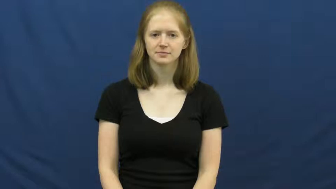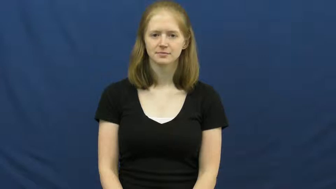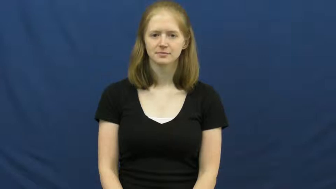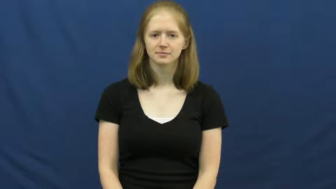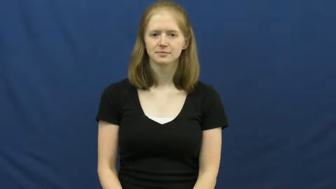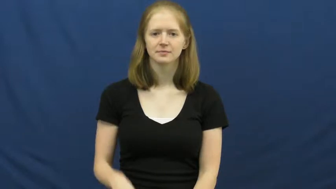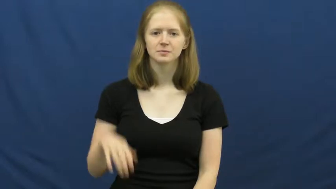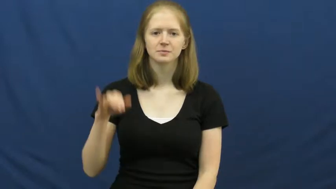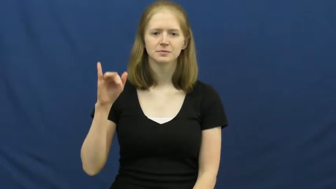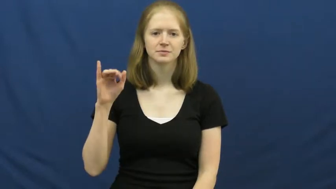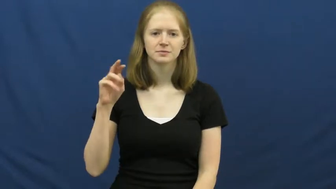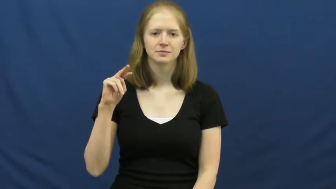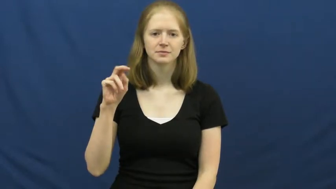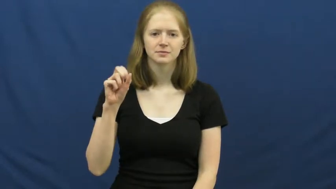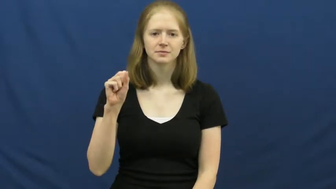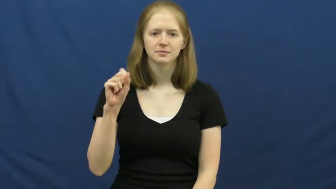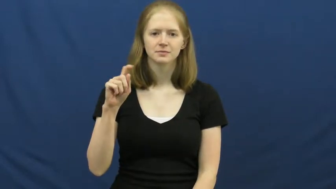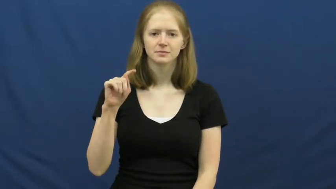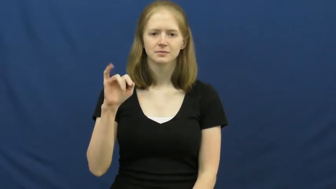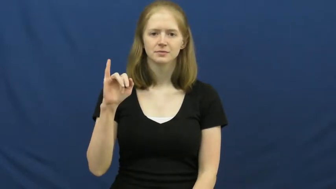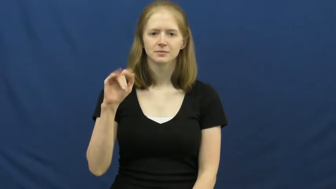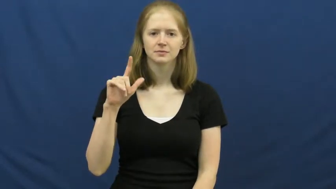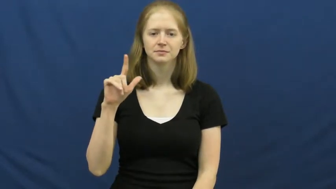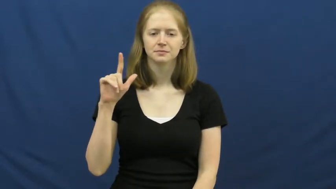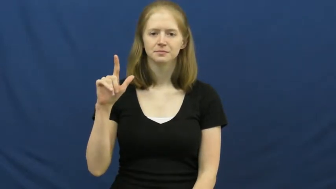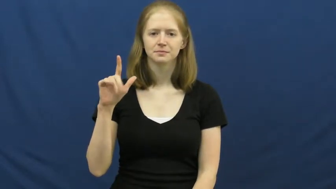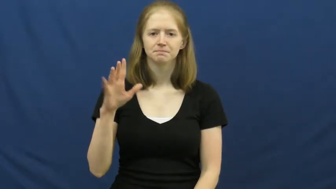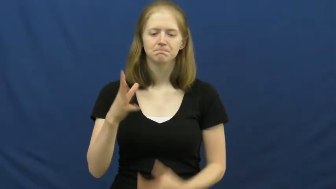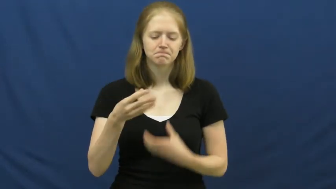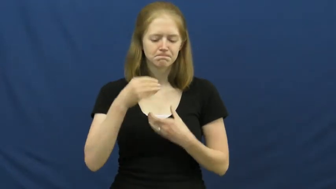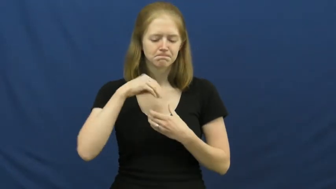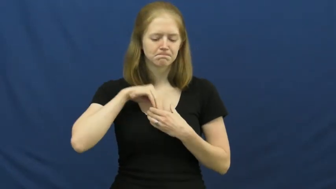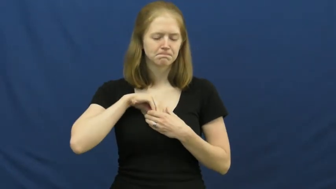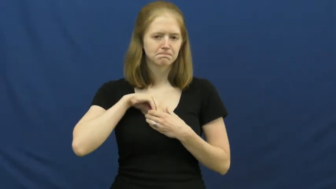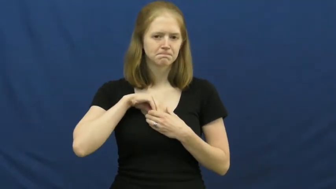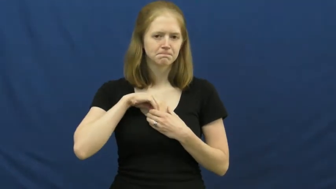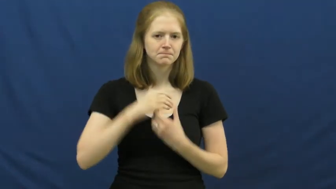instill